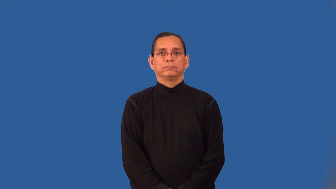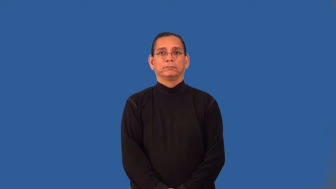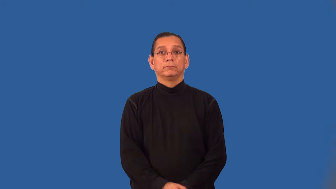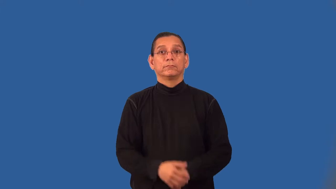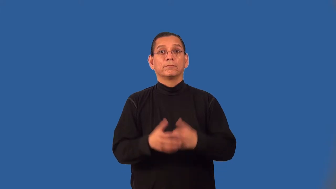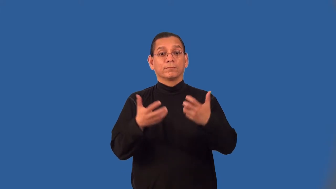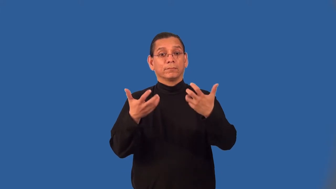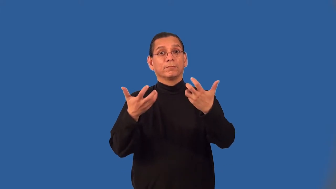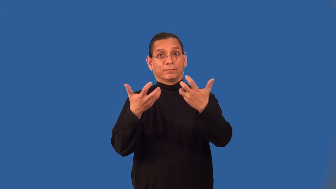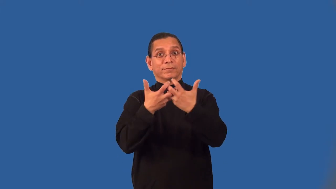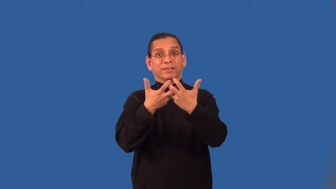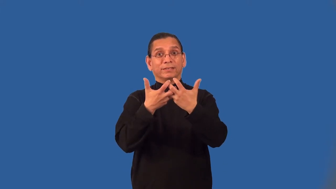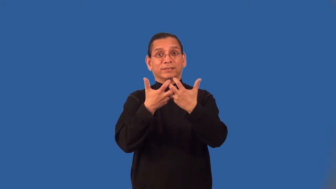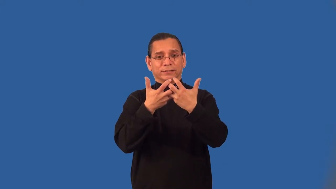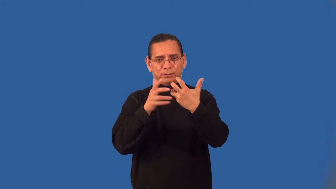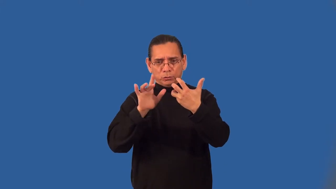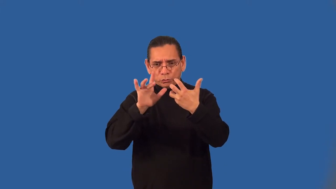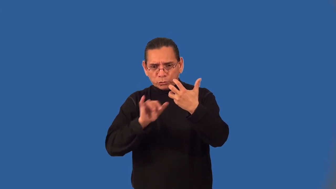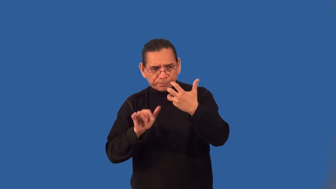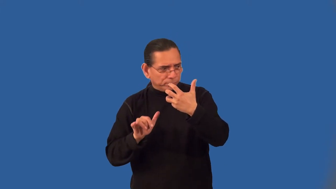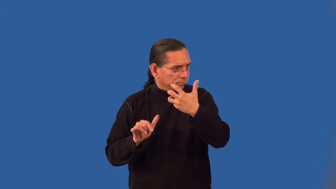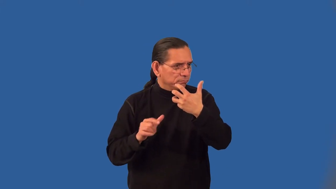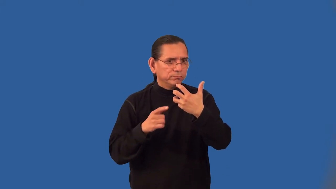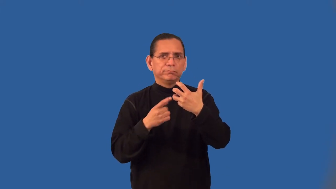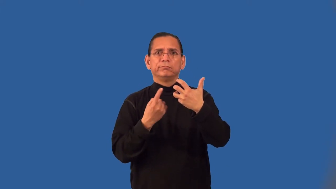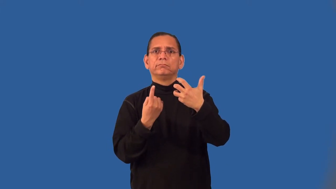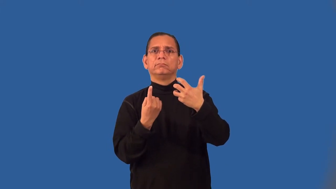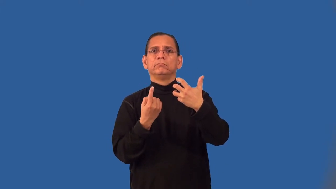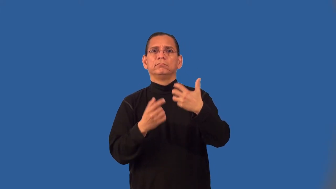unpaired,unmated